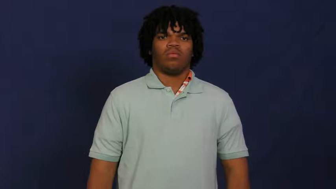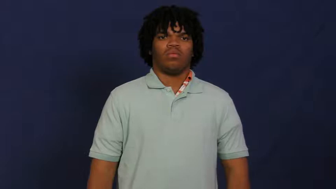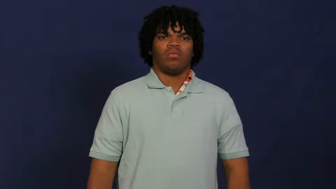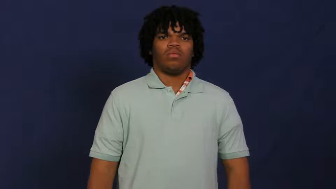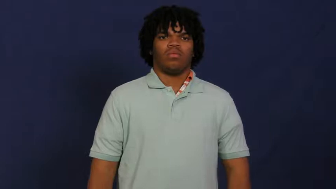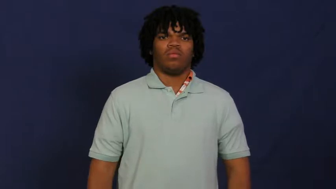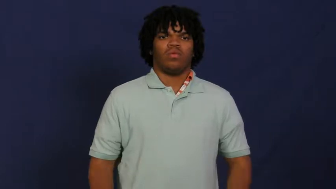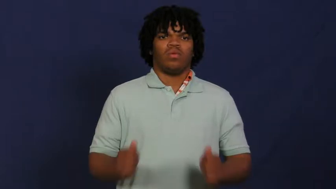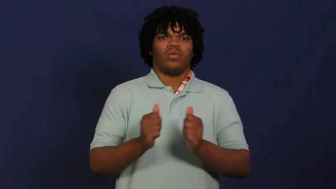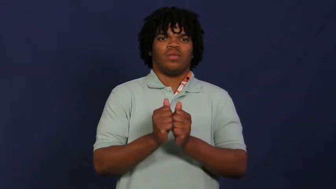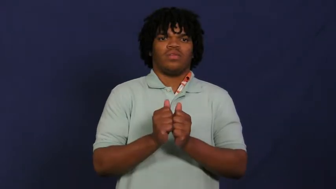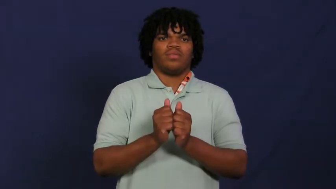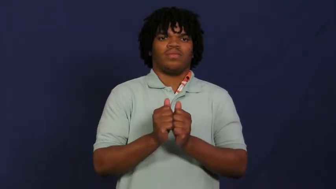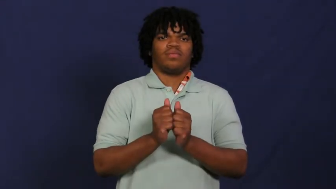with